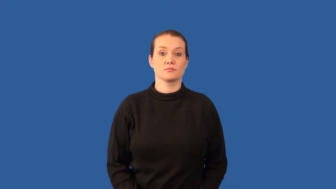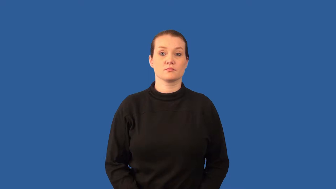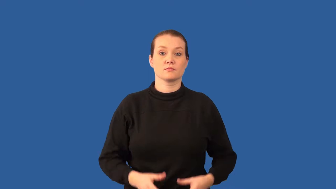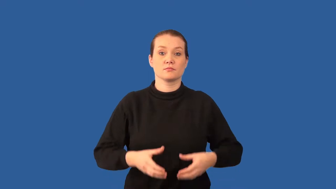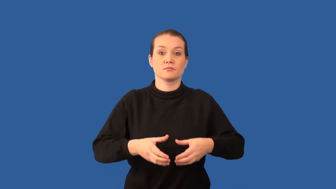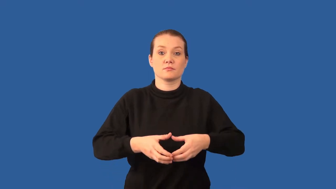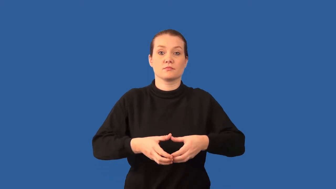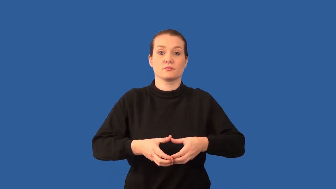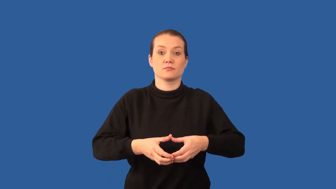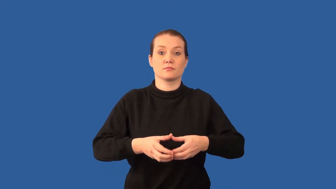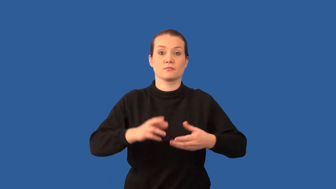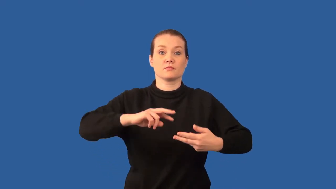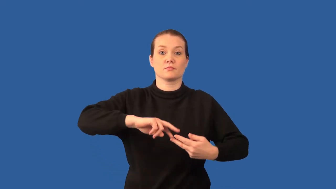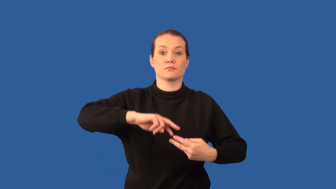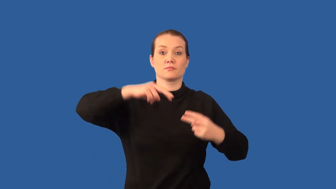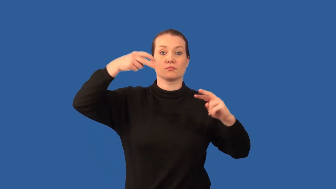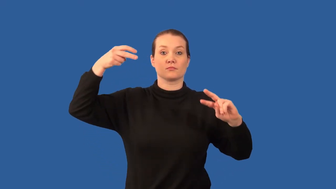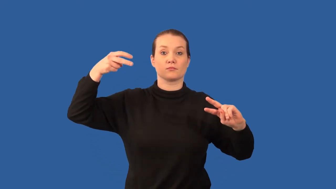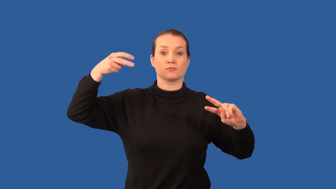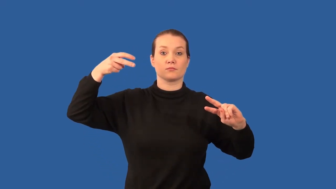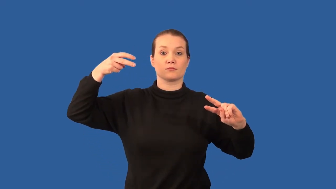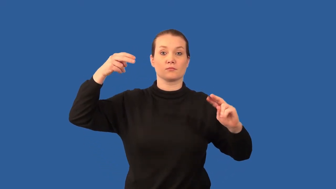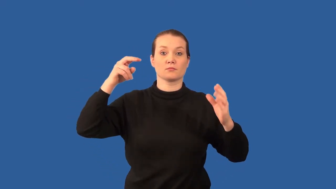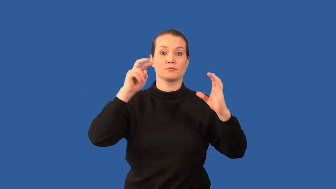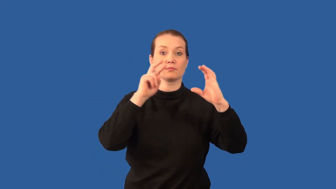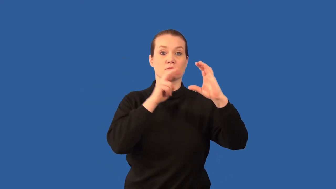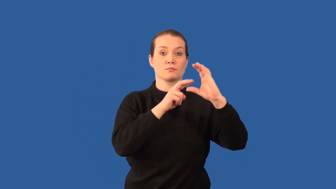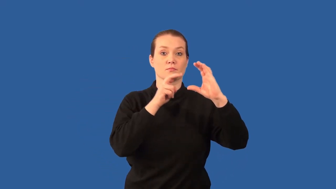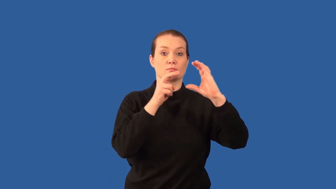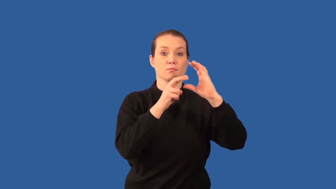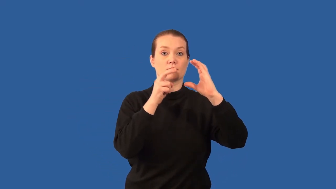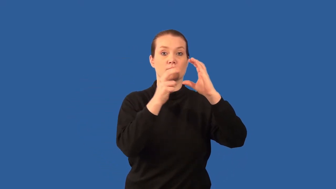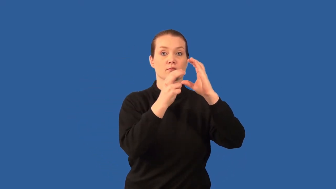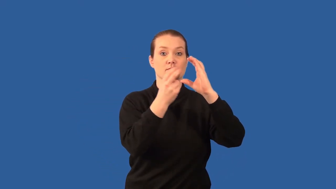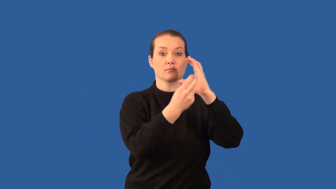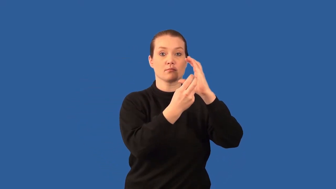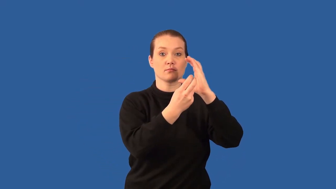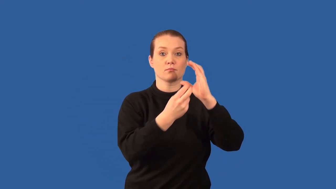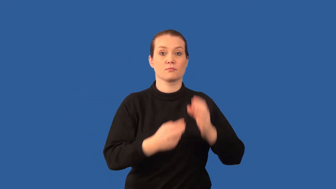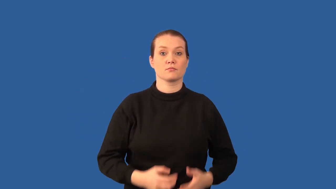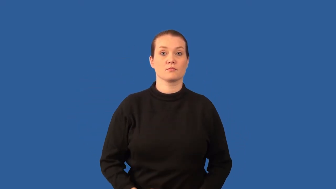metaphase